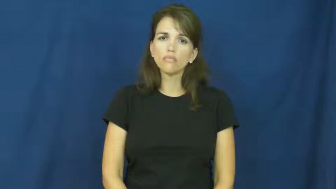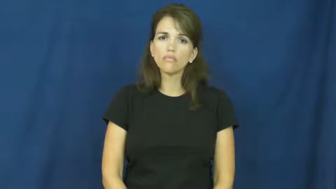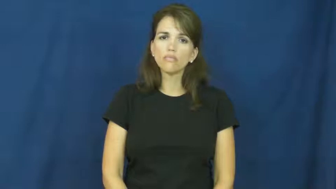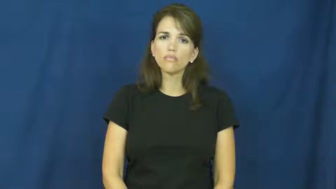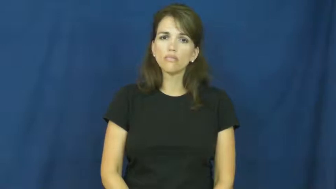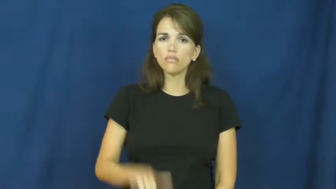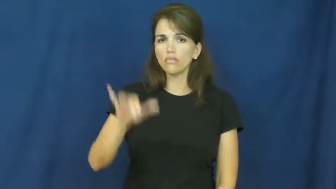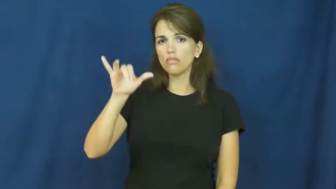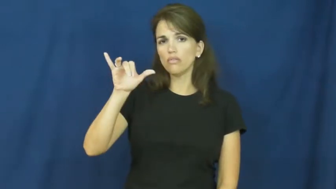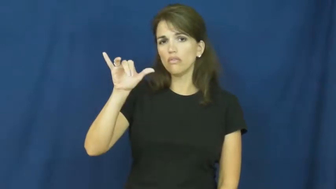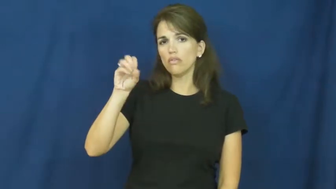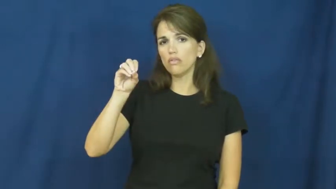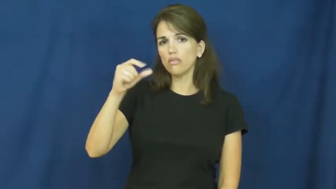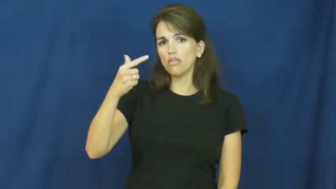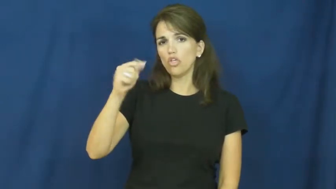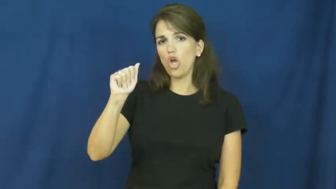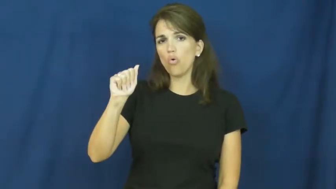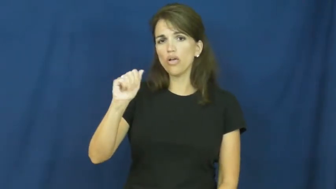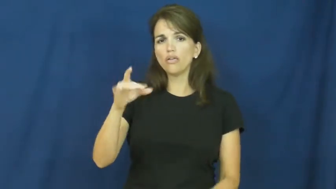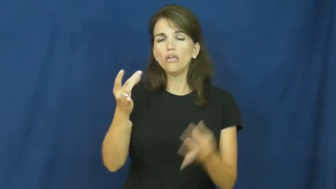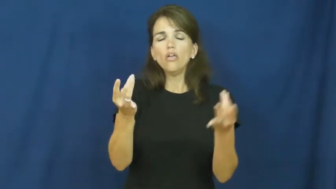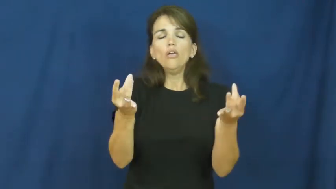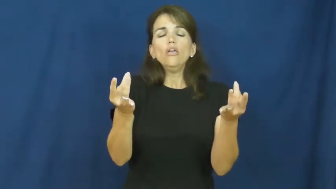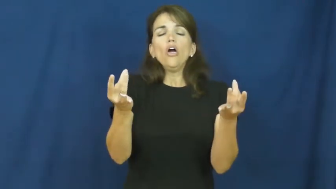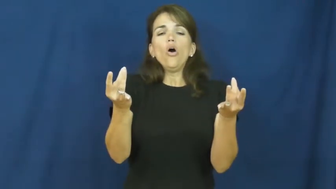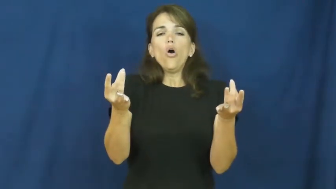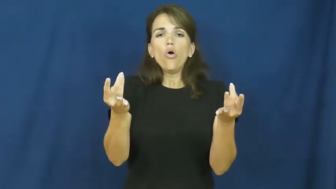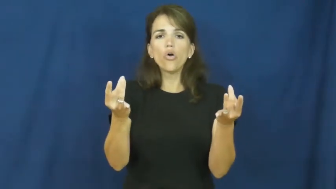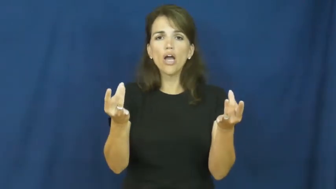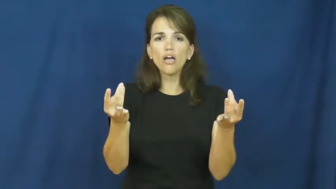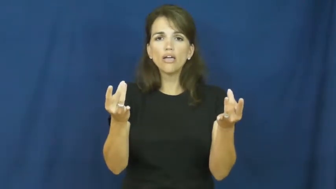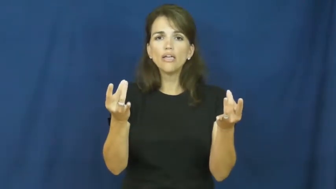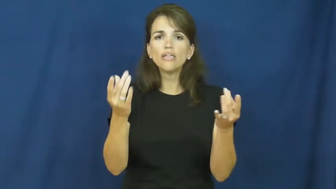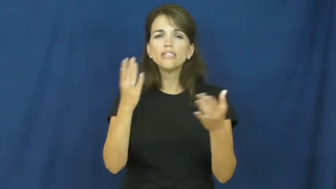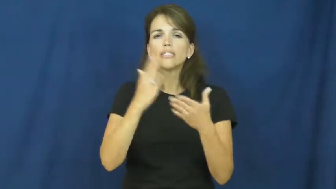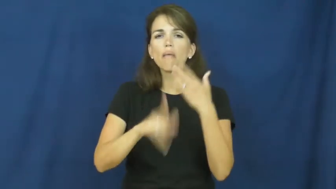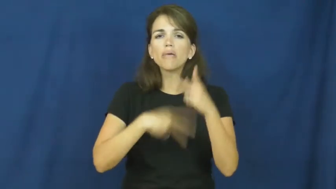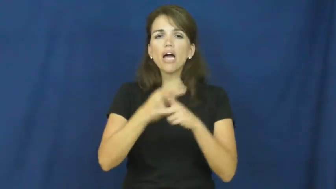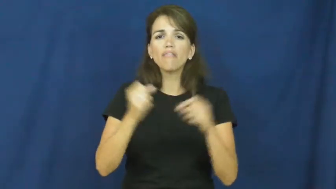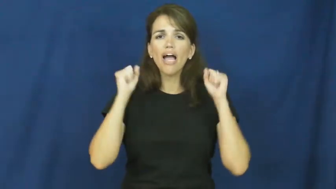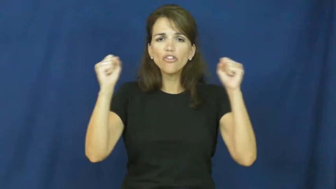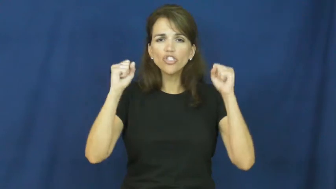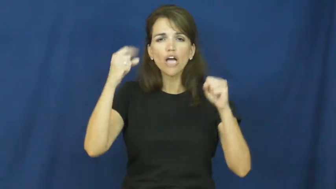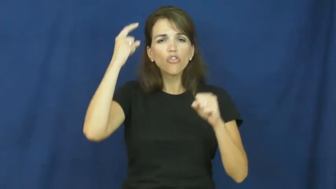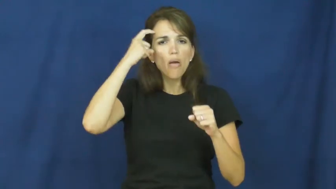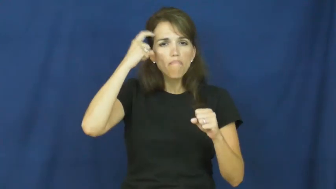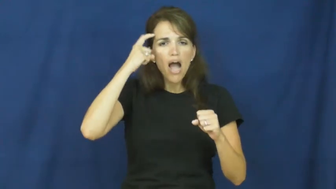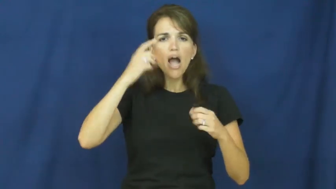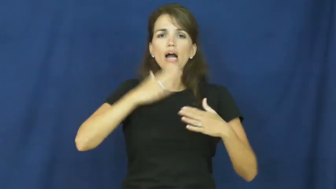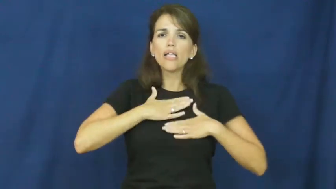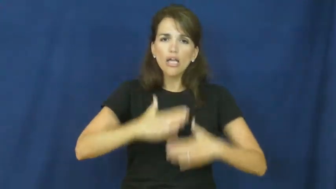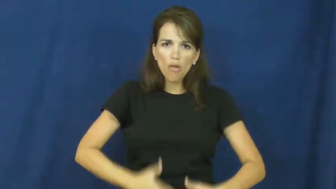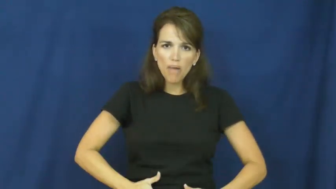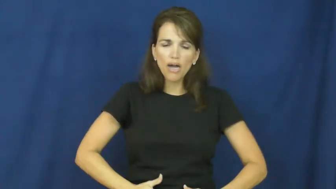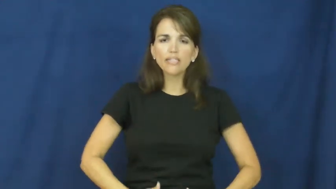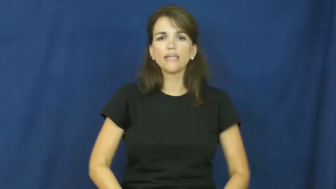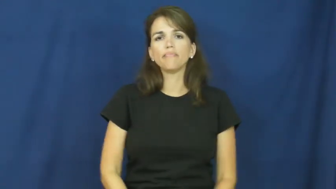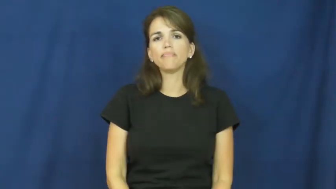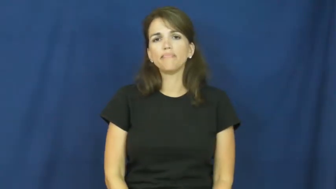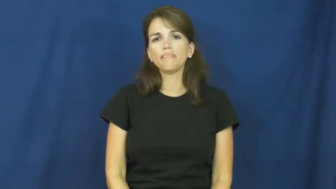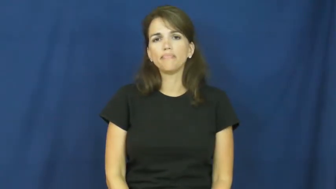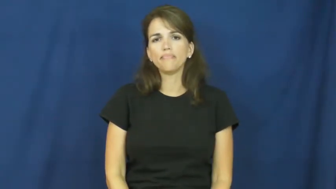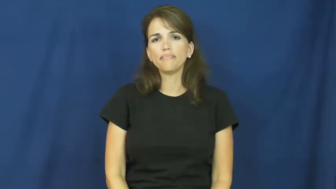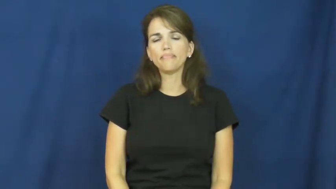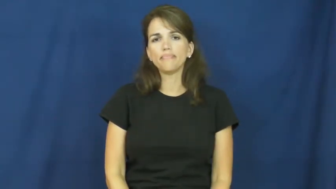yoga